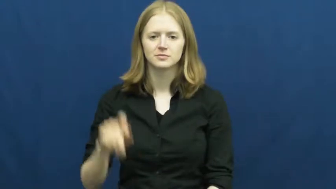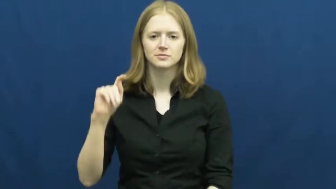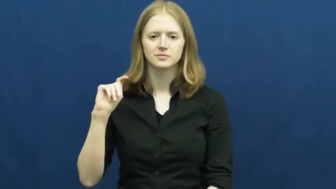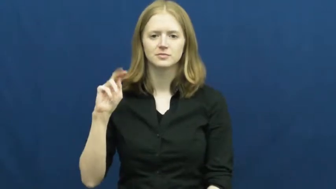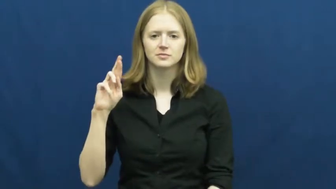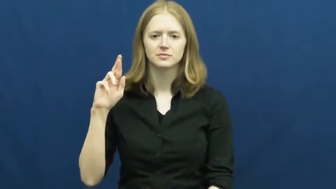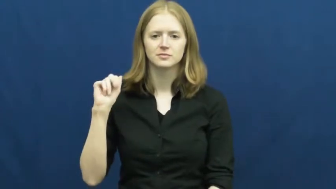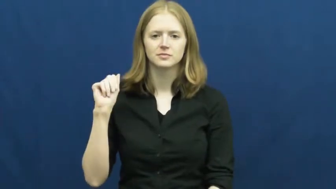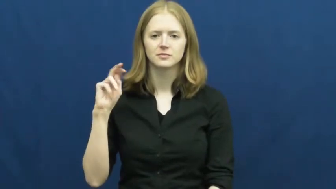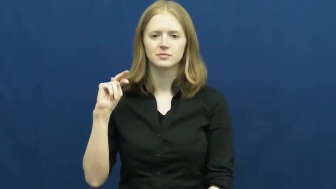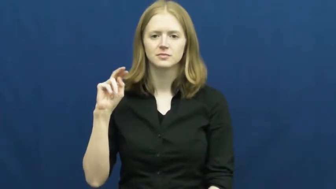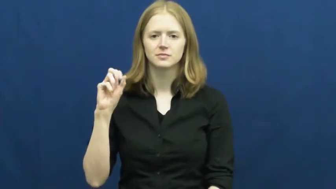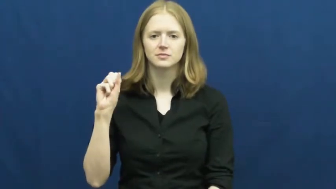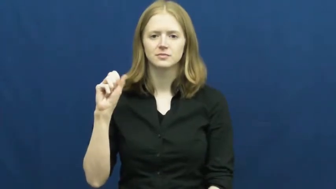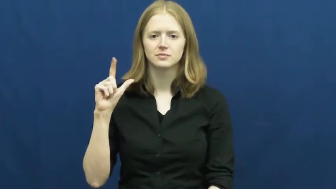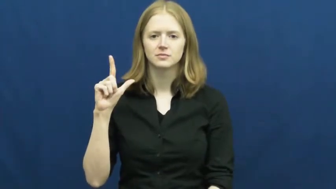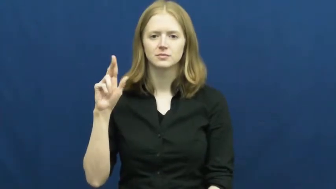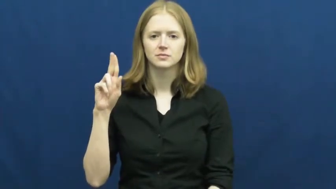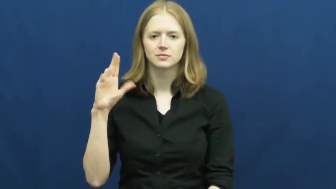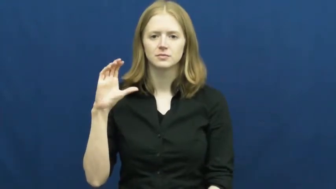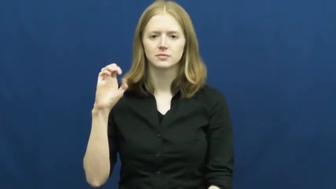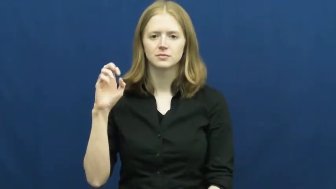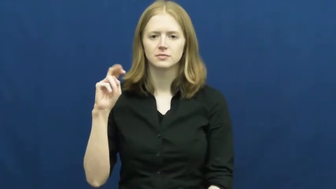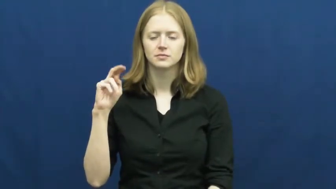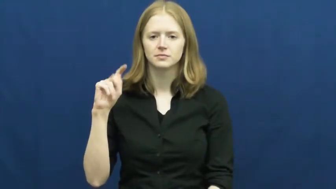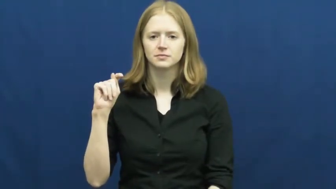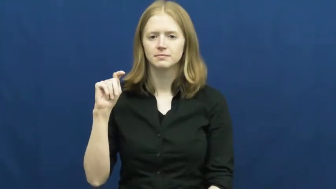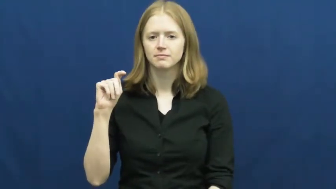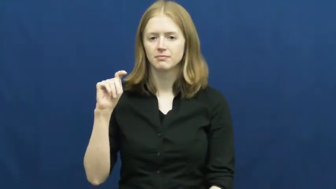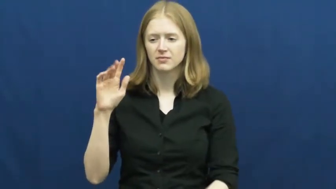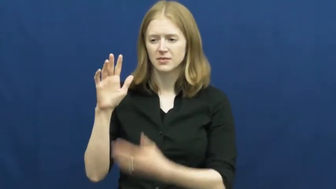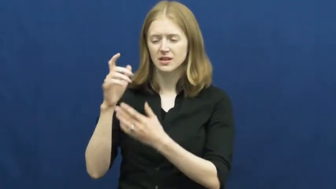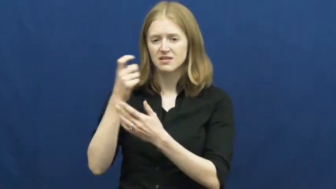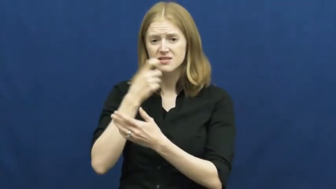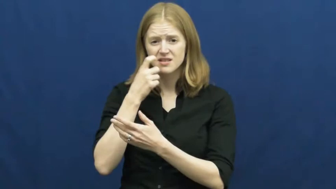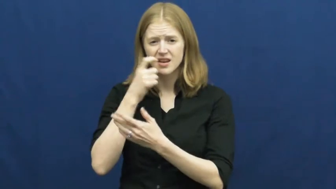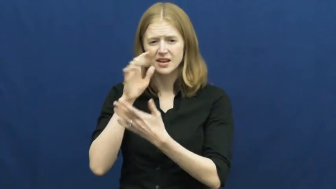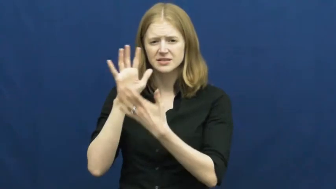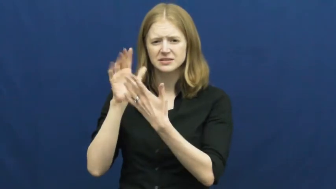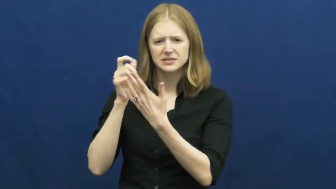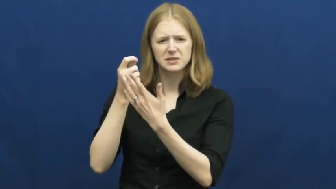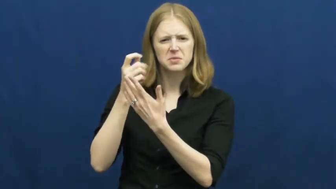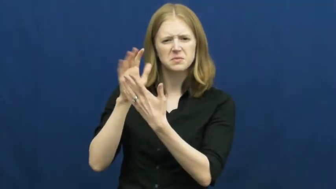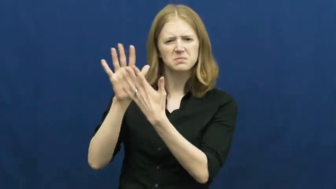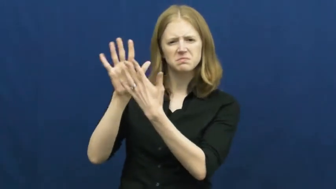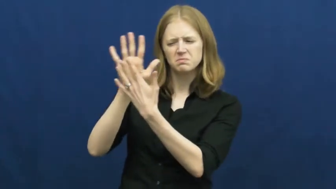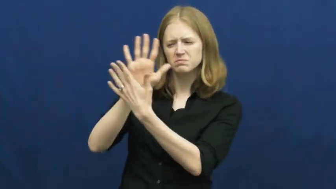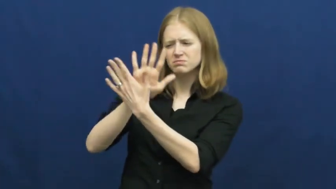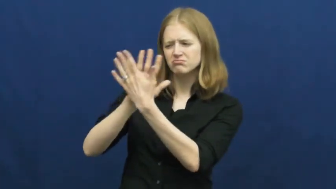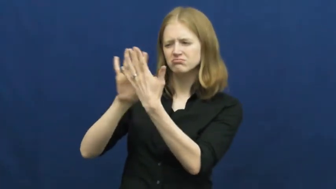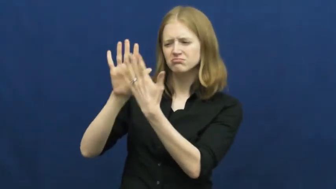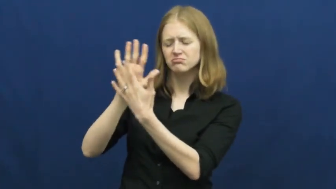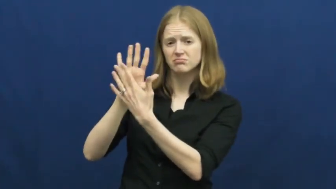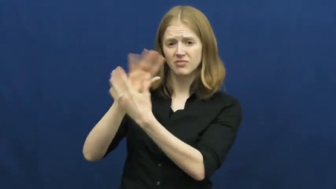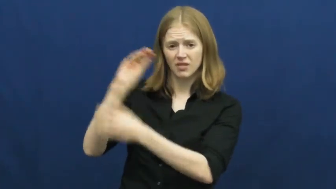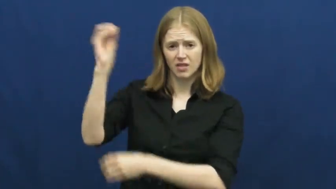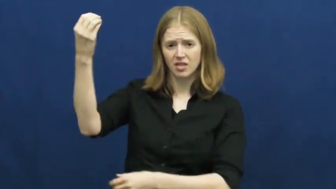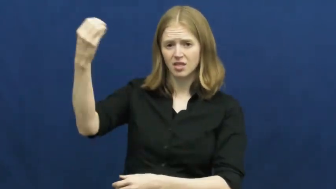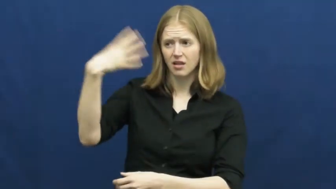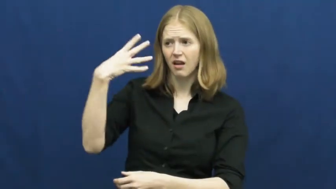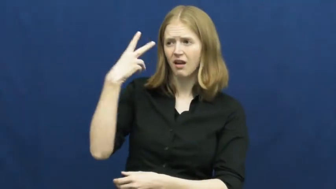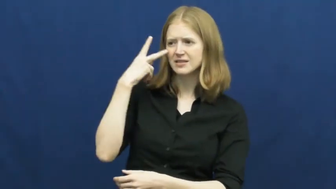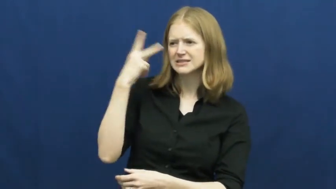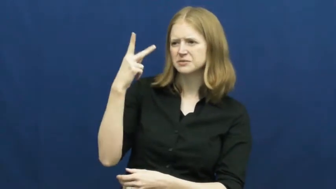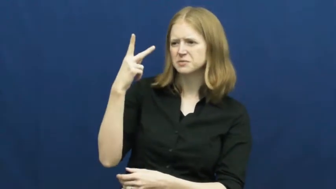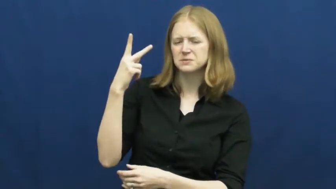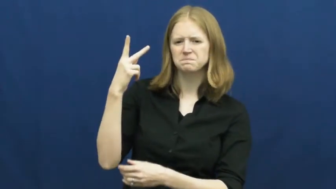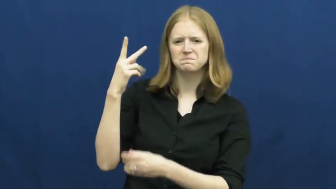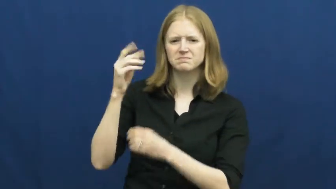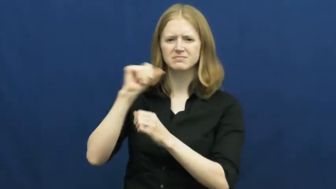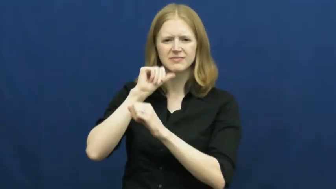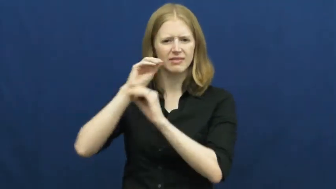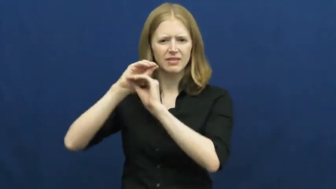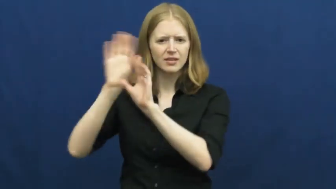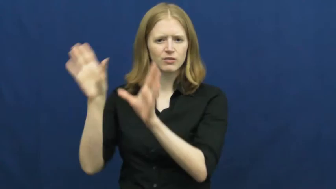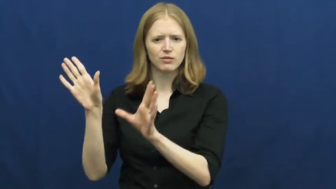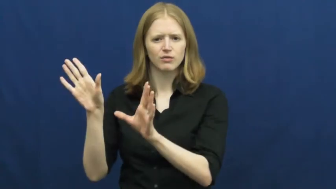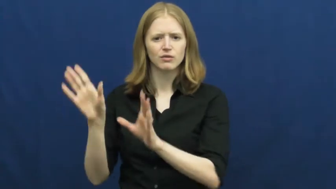translucent